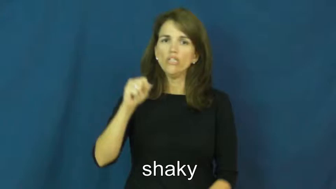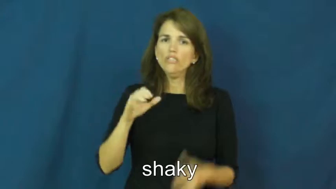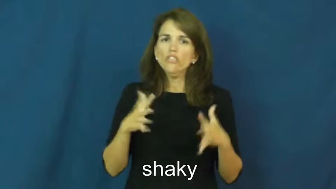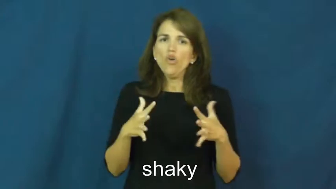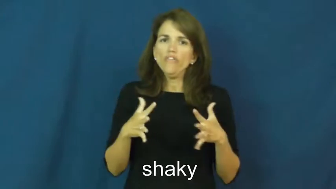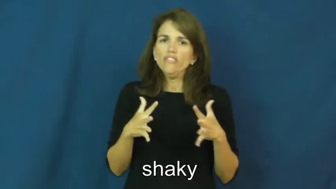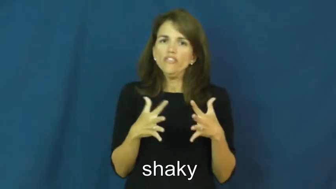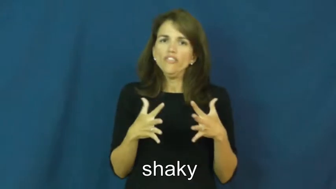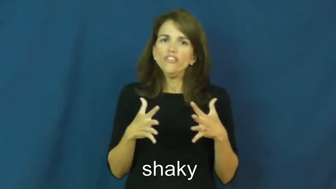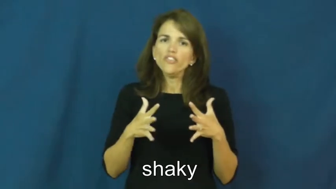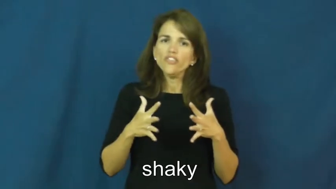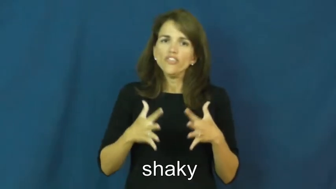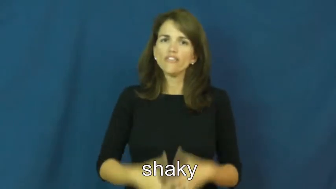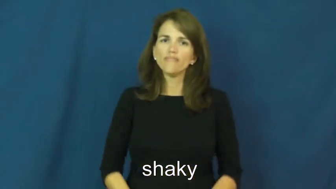shaky-nervous